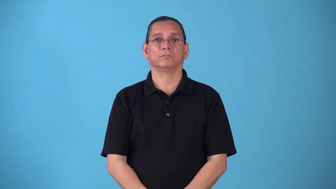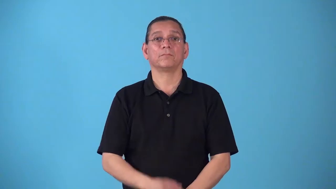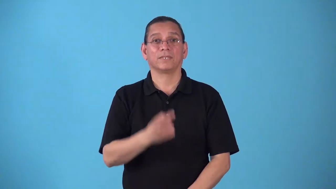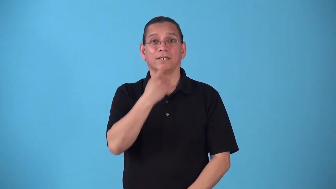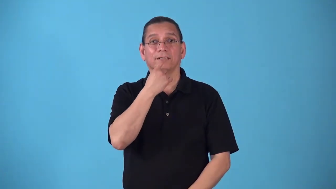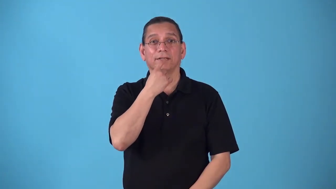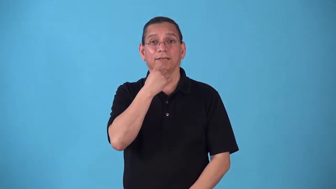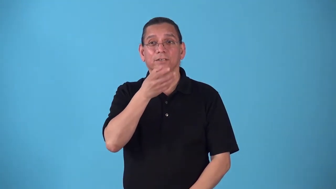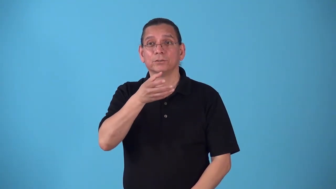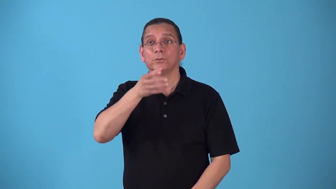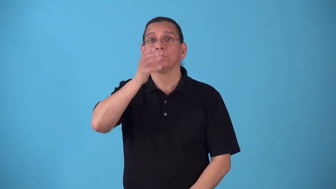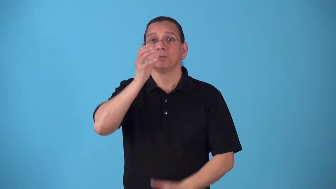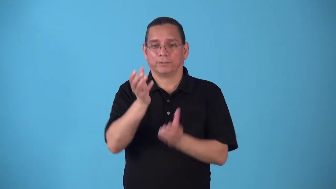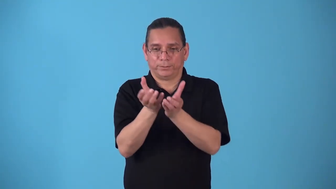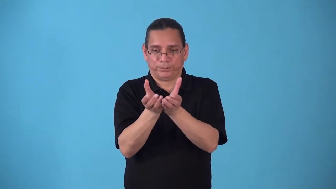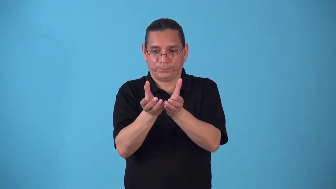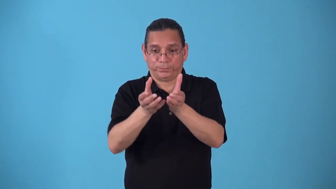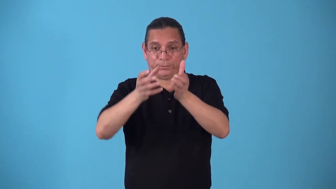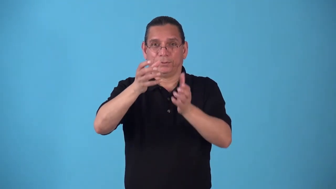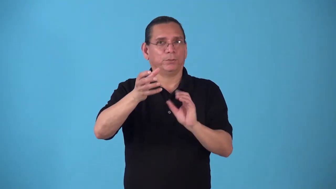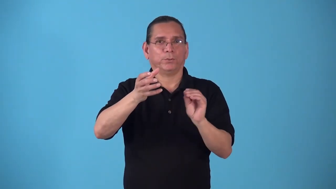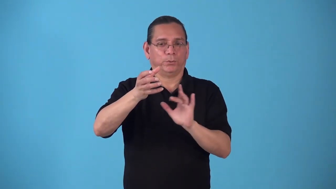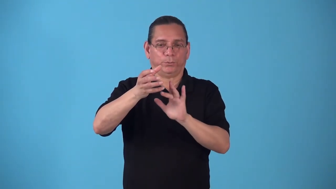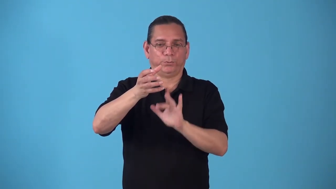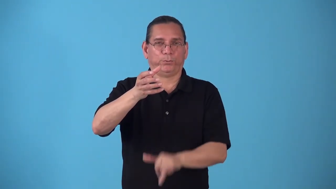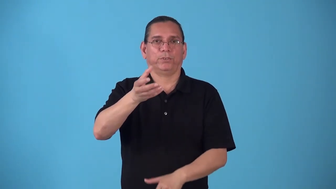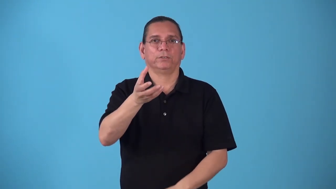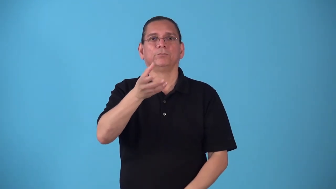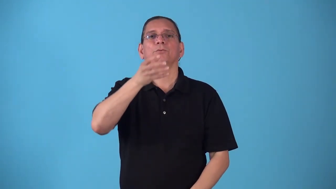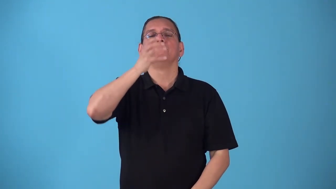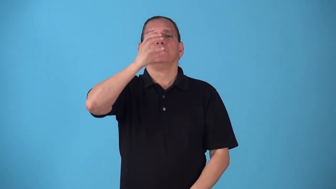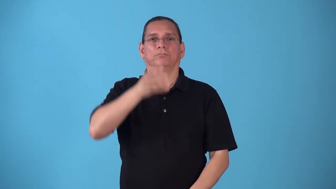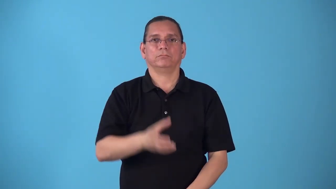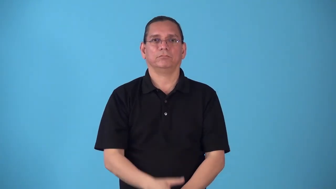stemless